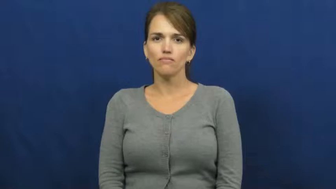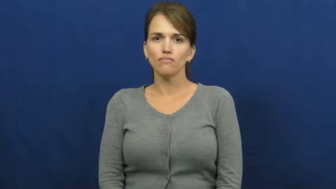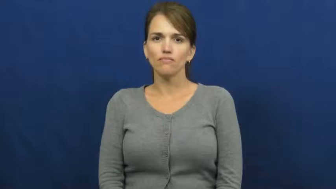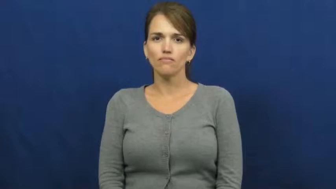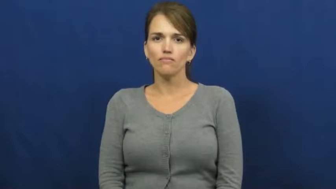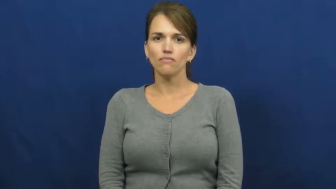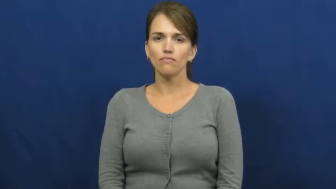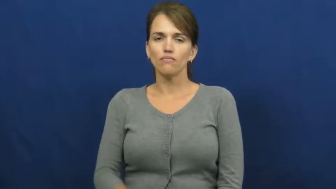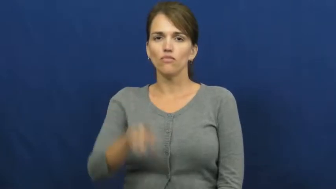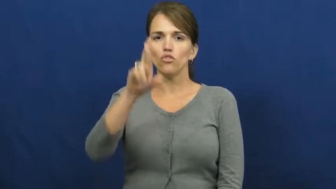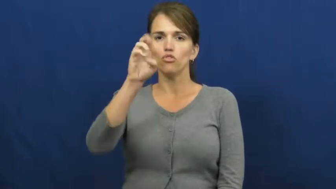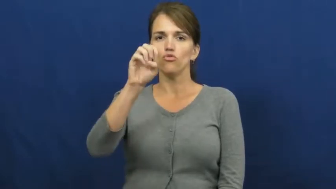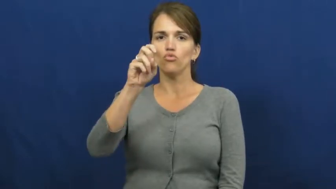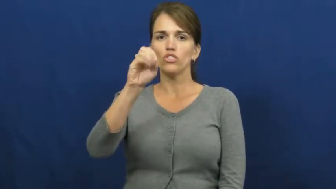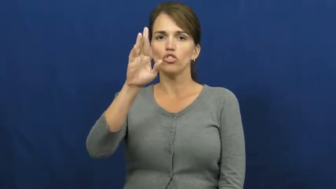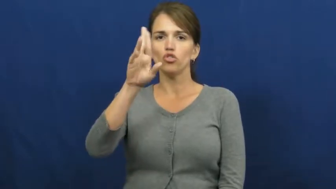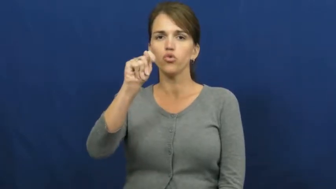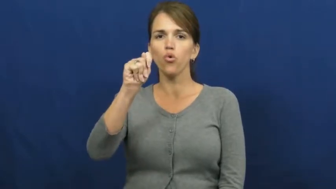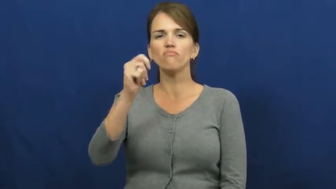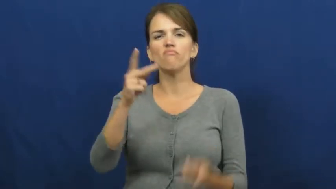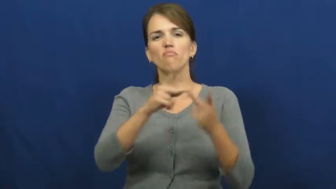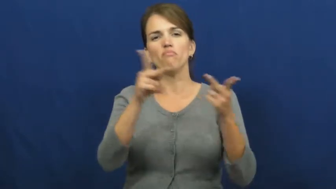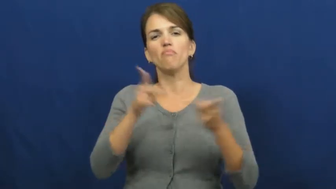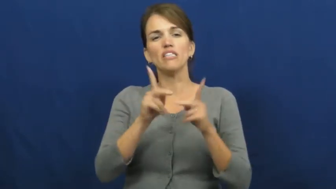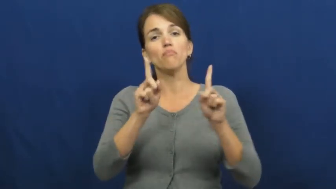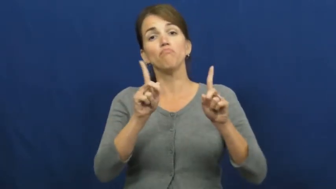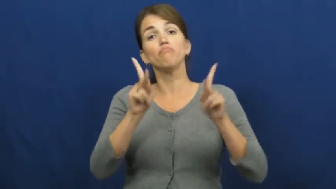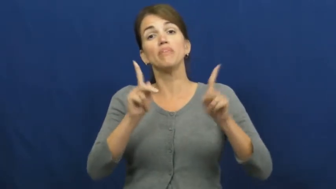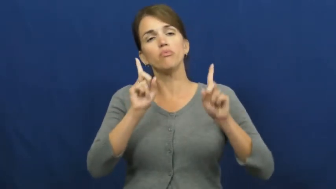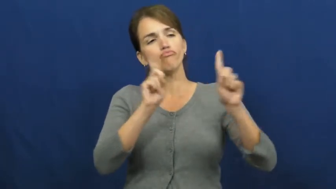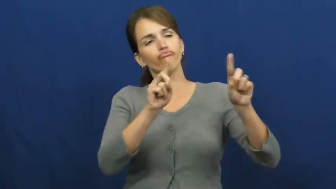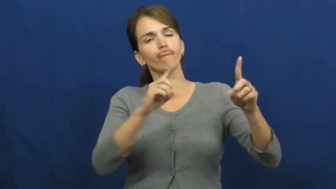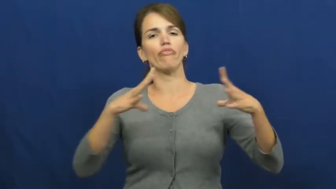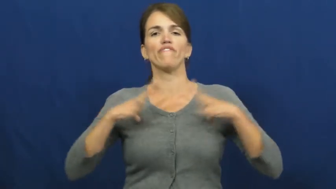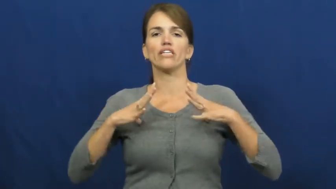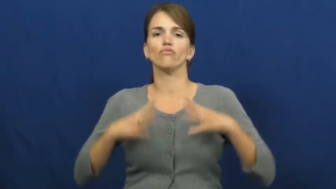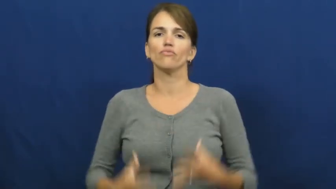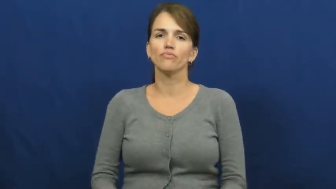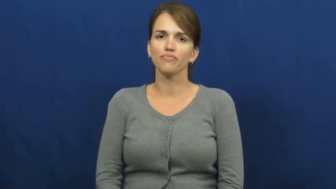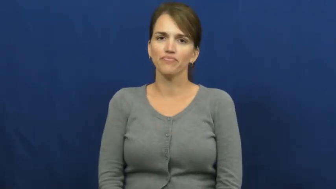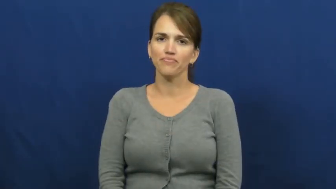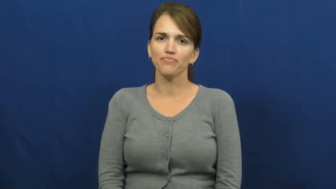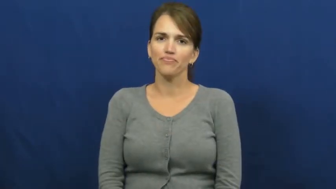resort,getaway-vacation